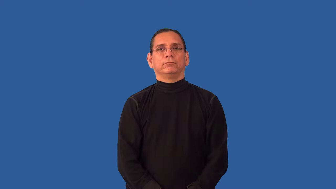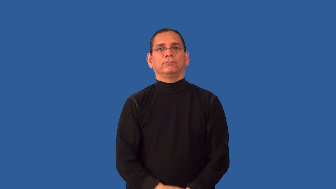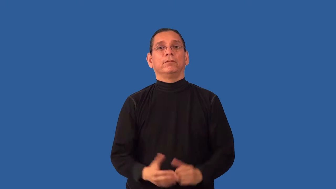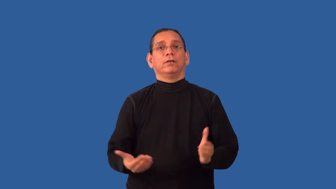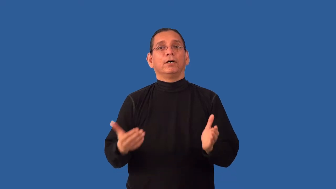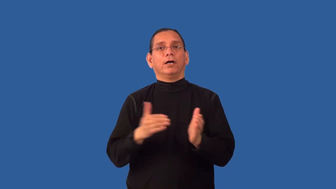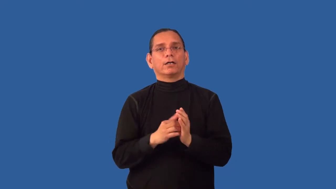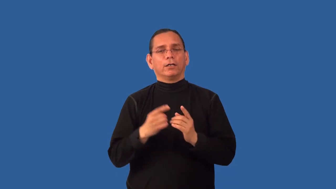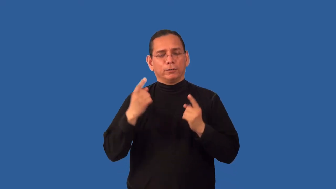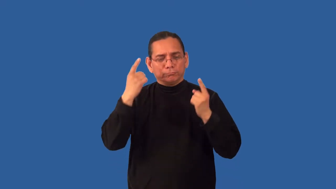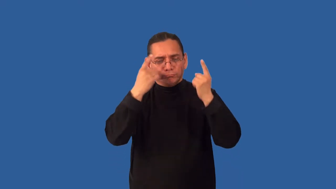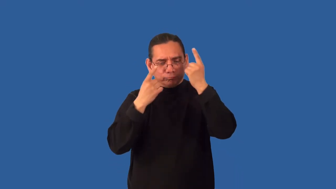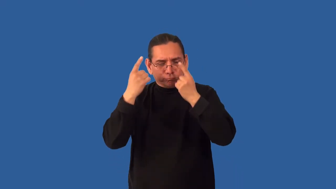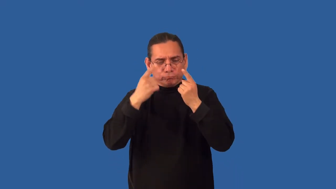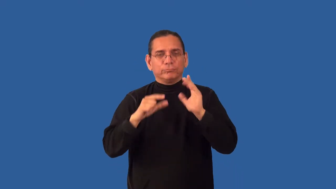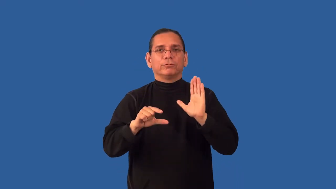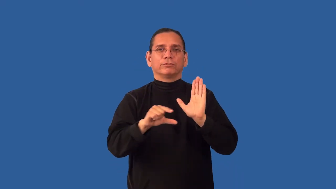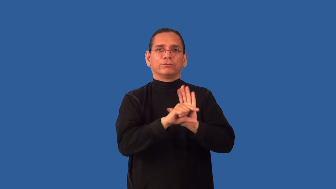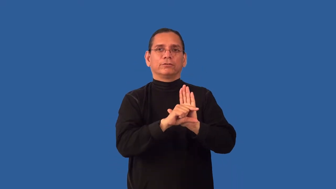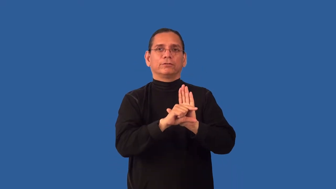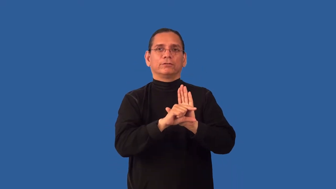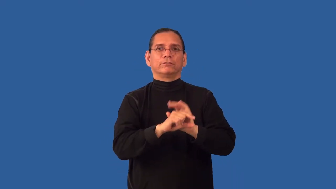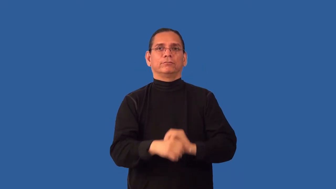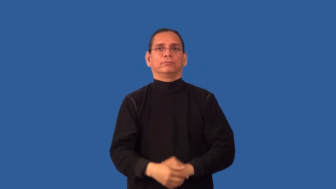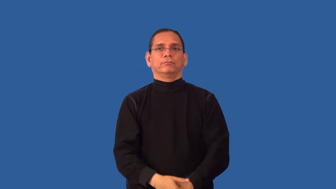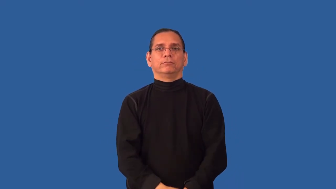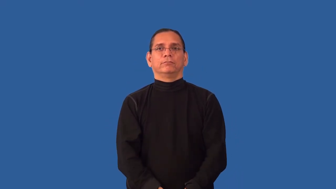regrade-papers